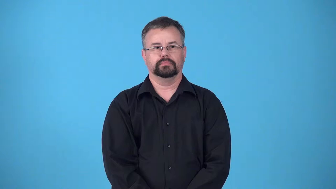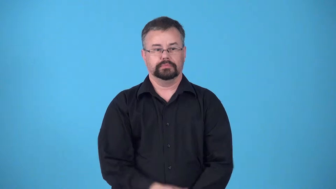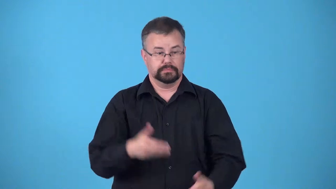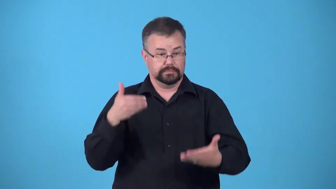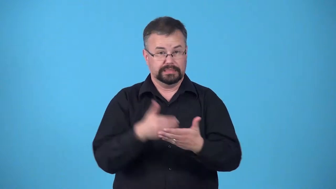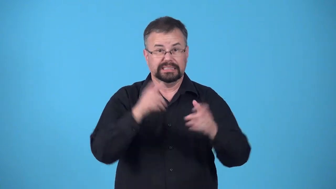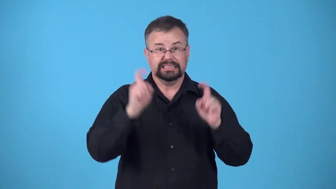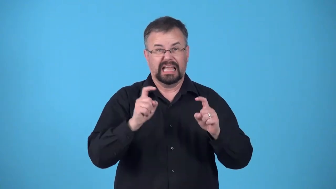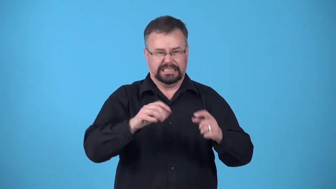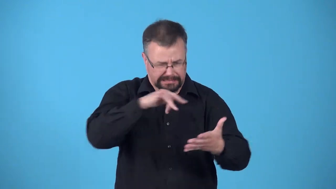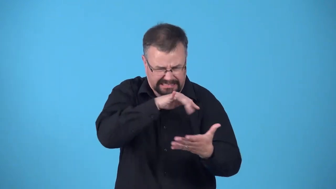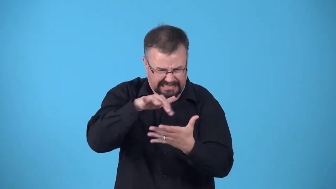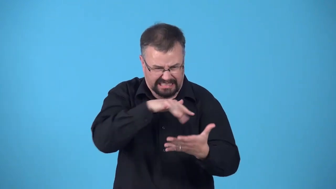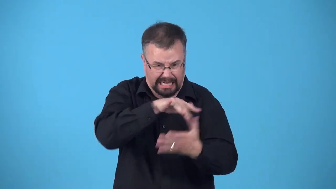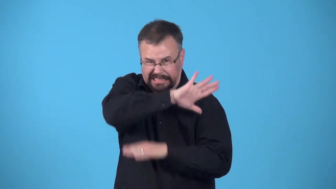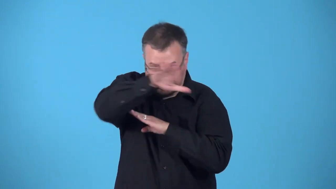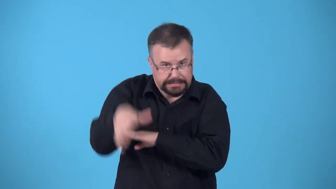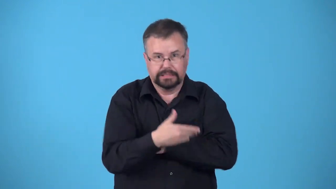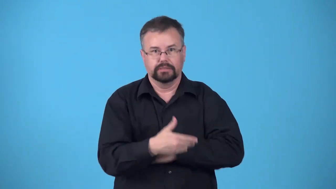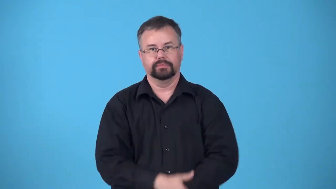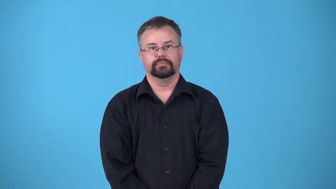cram-study hard just before a test